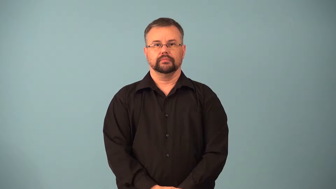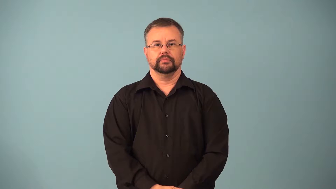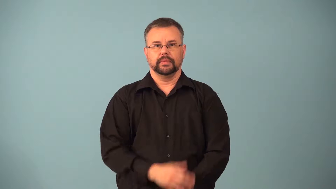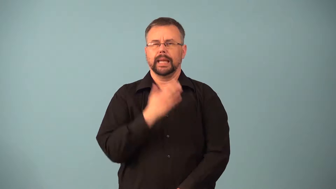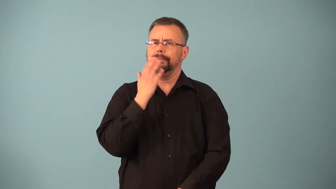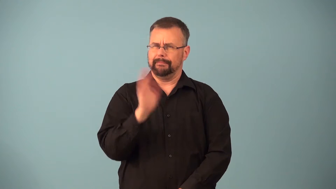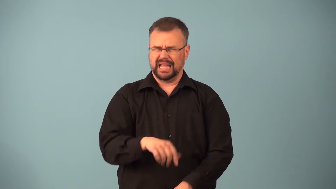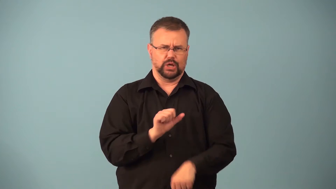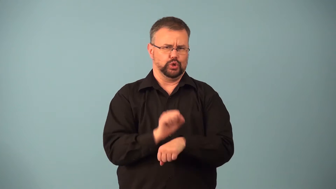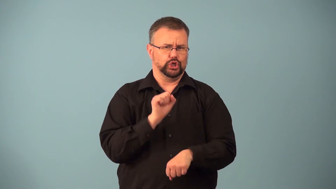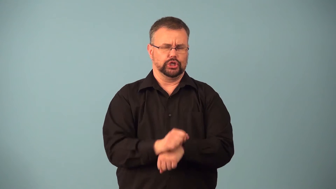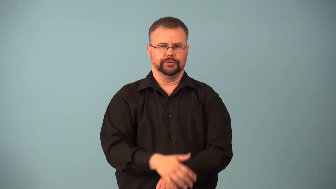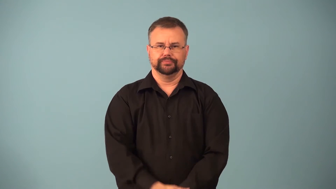handiwork-bad action